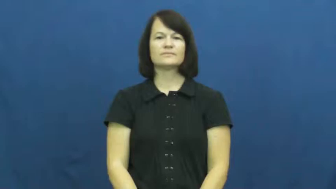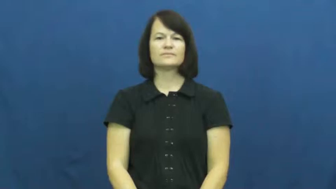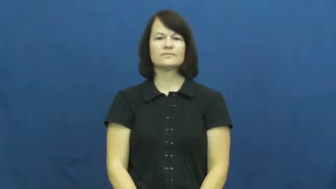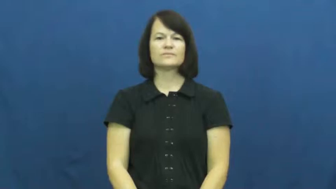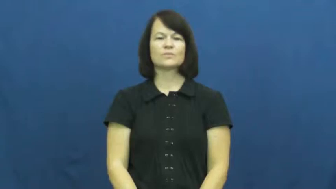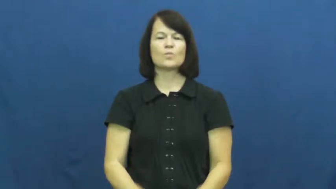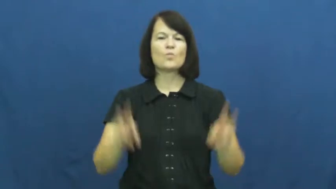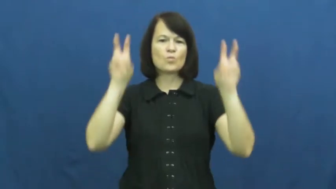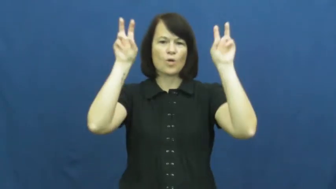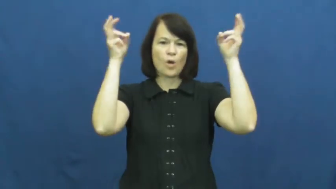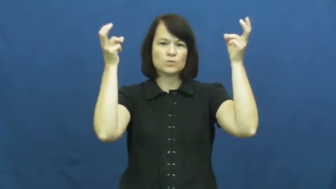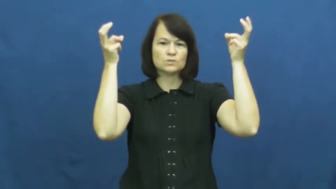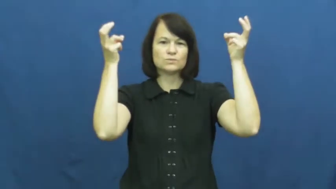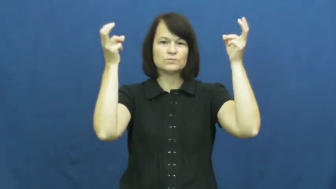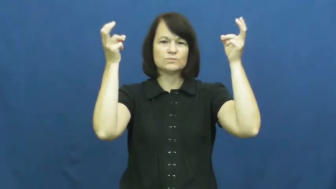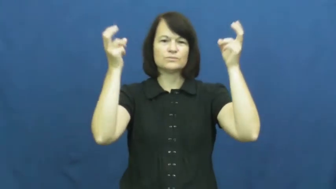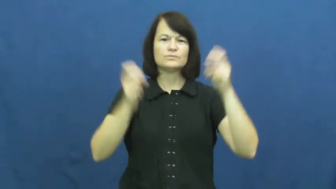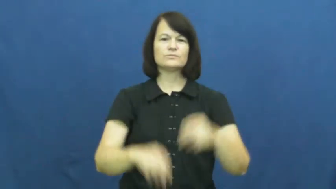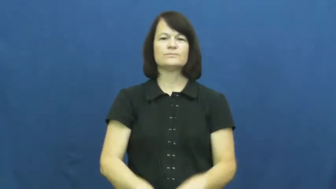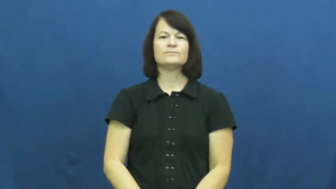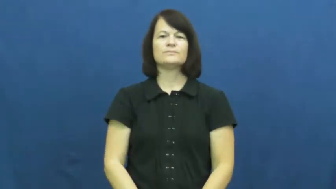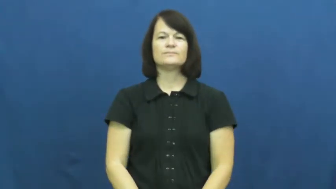quote